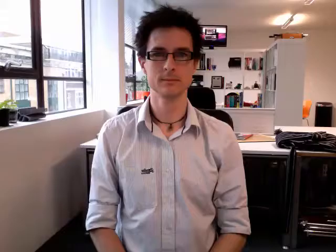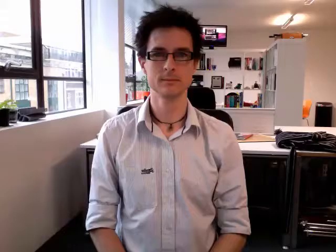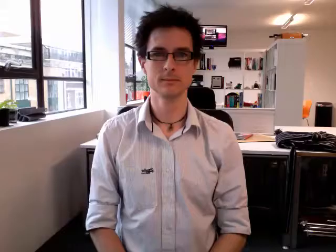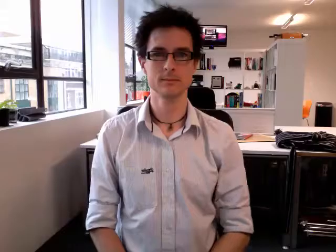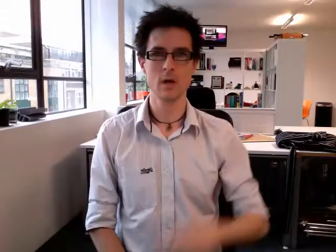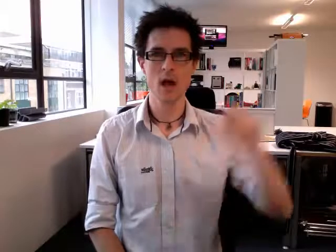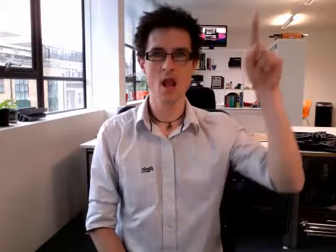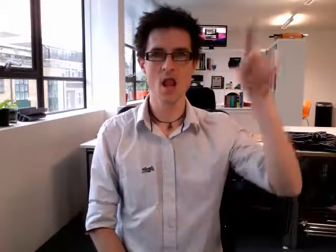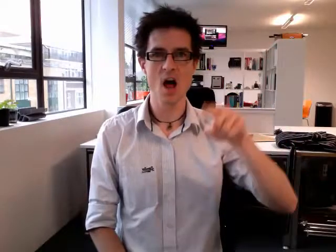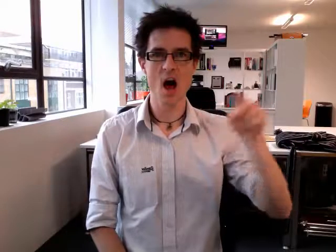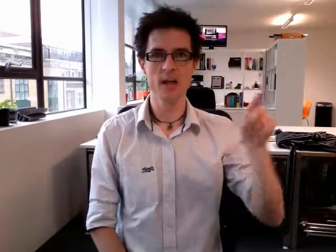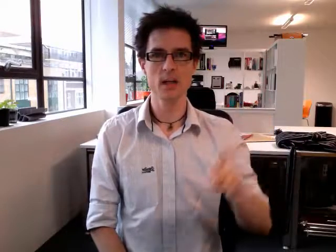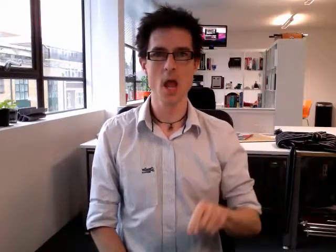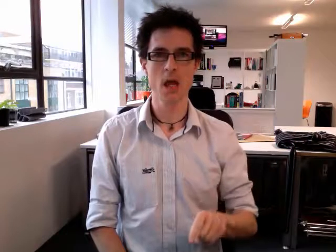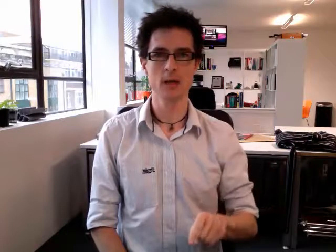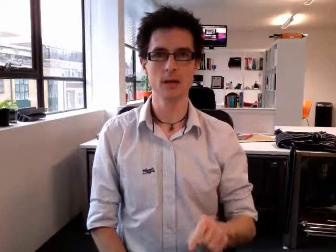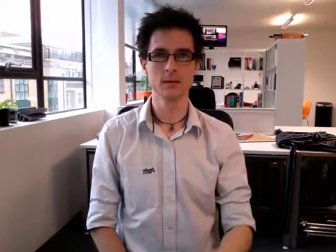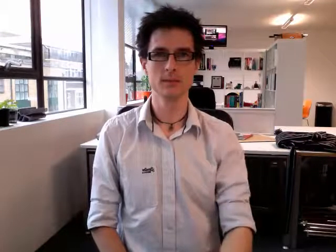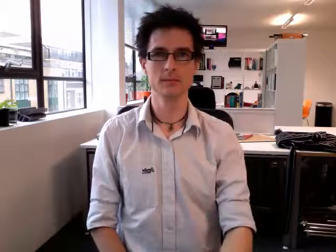lightning